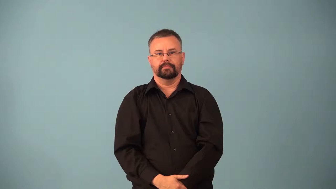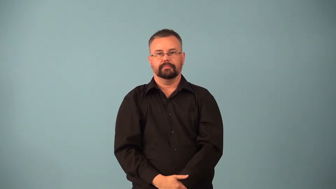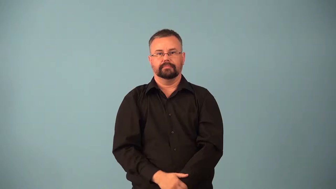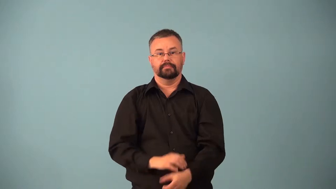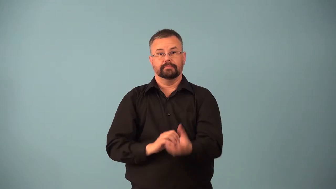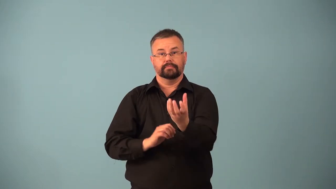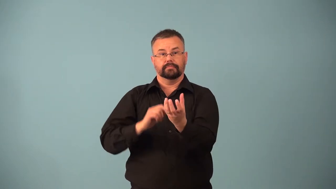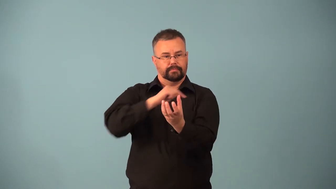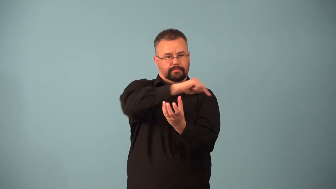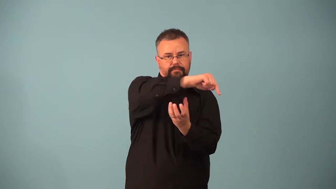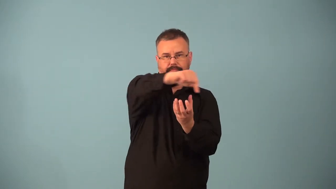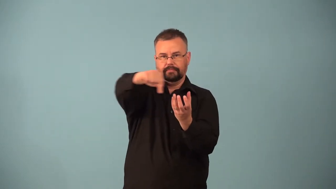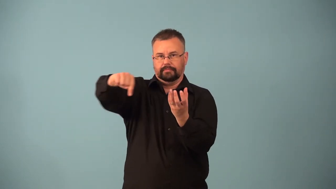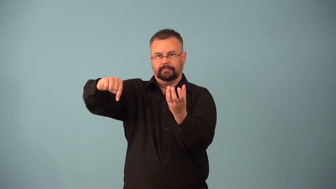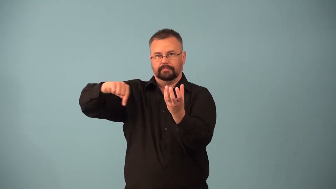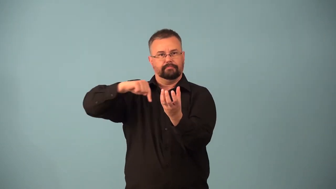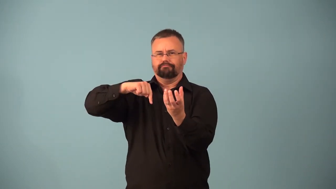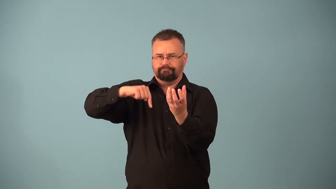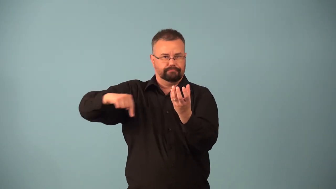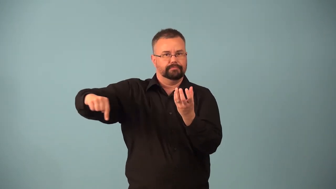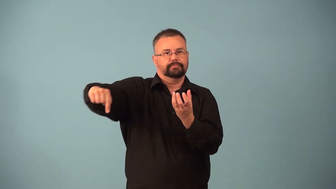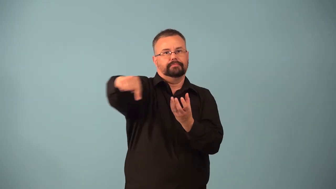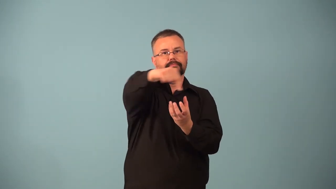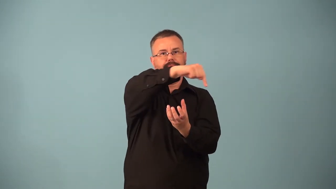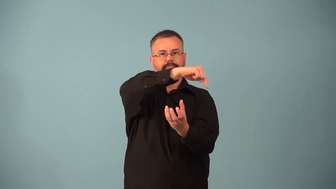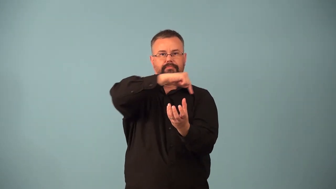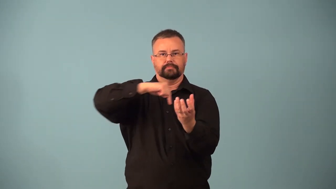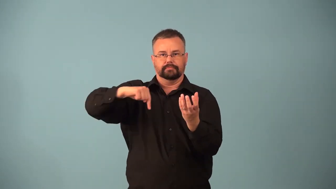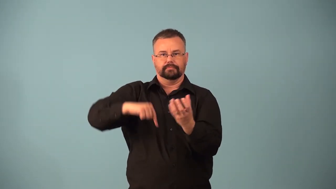retrograde-orbit